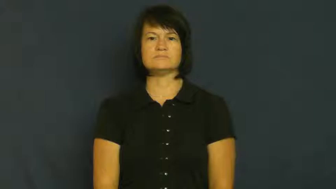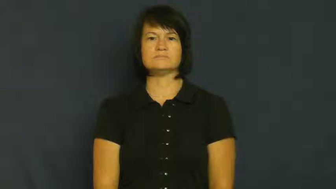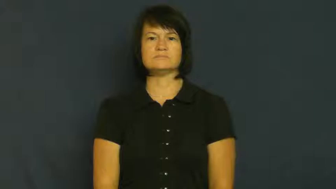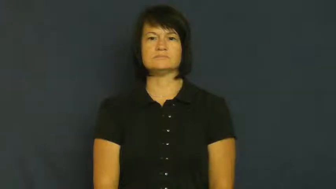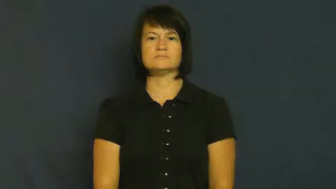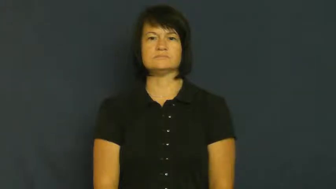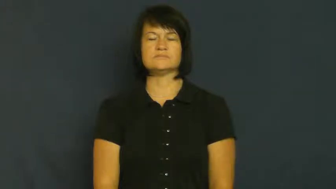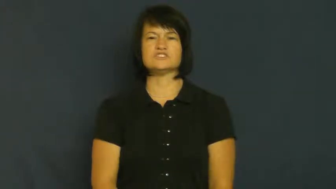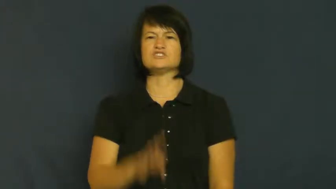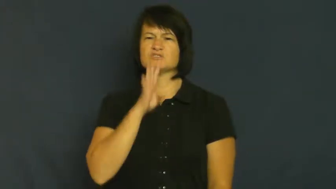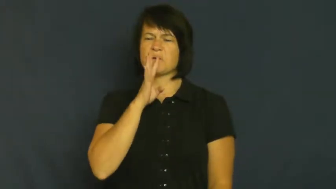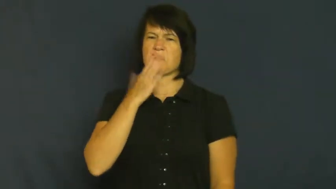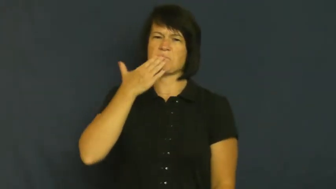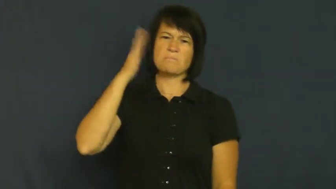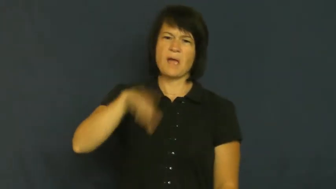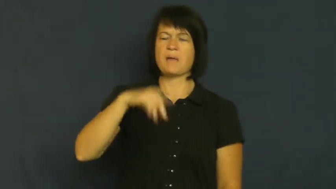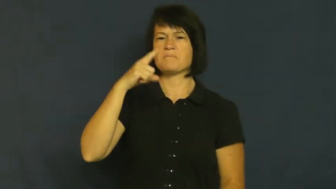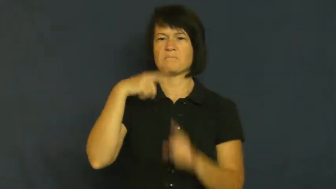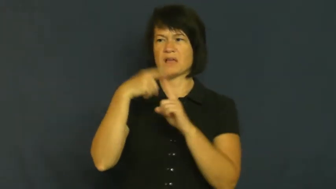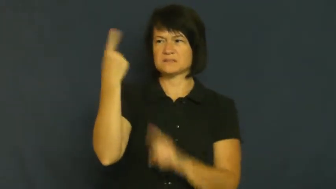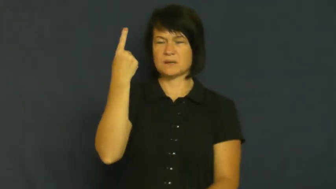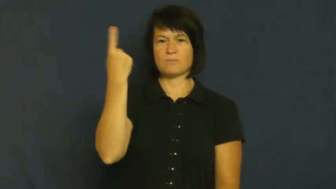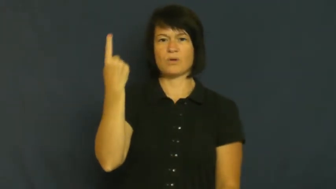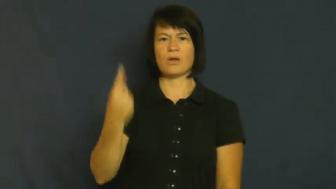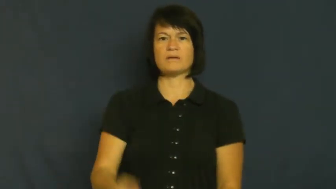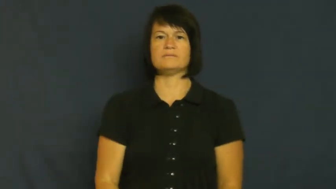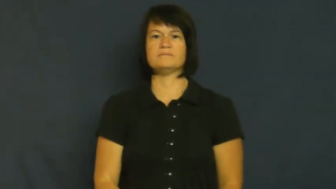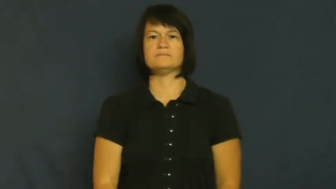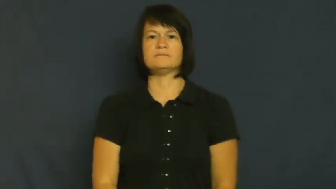trash-talk bad about someone